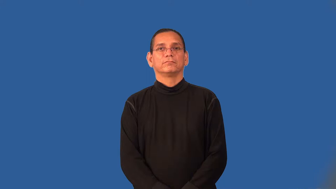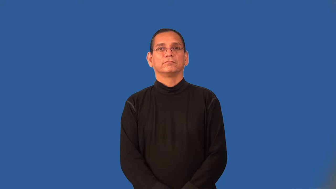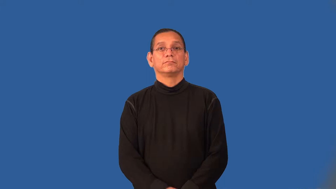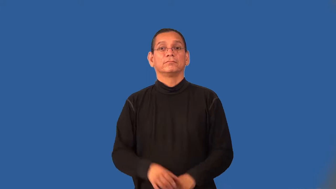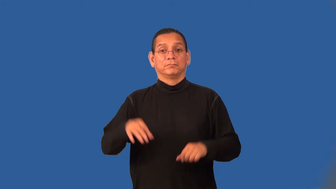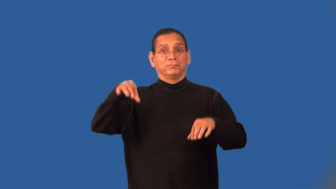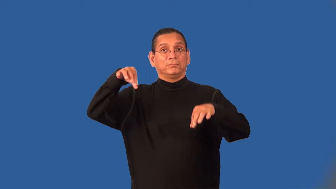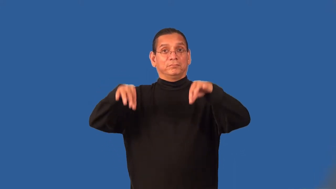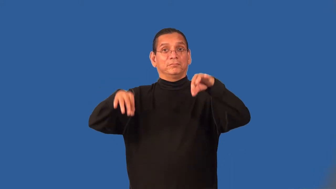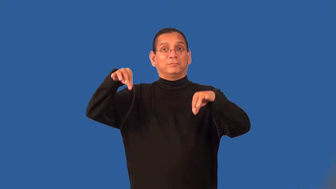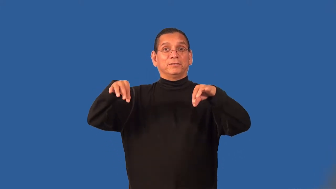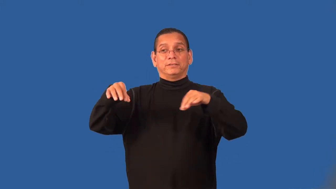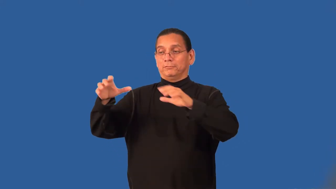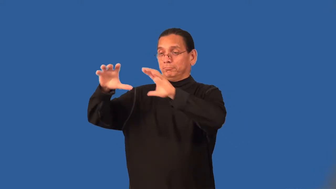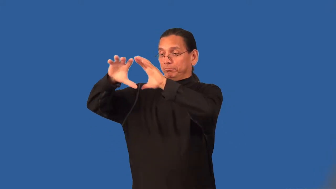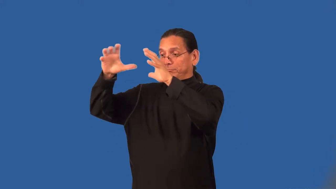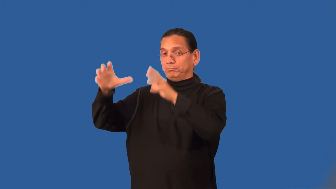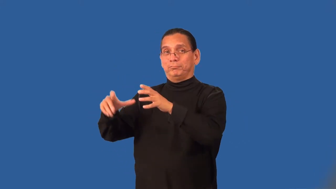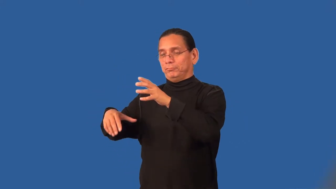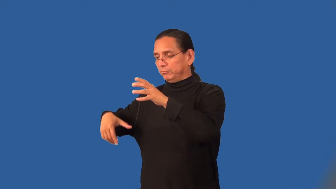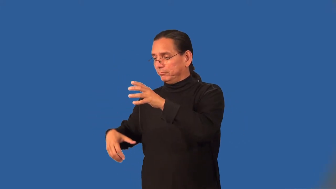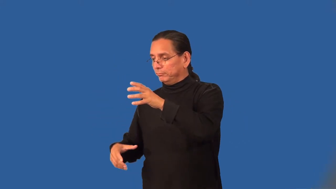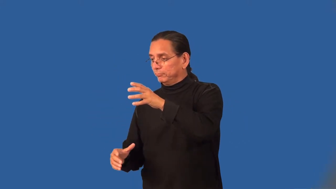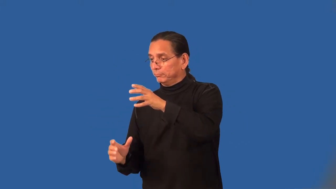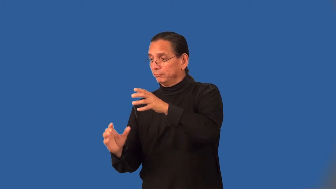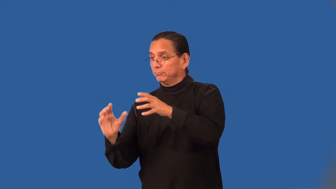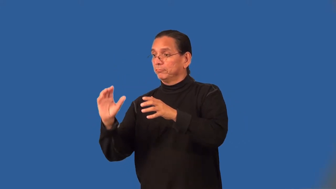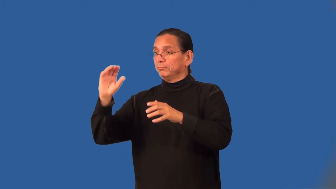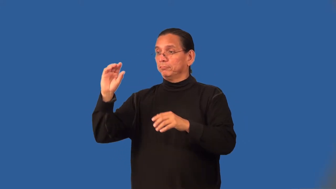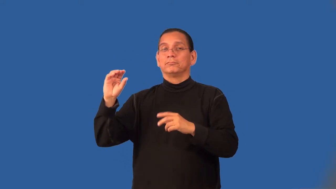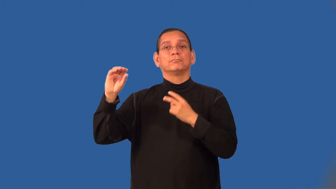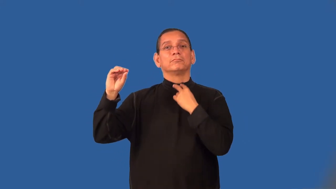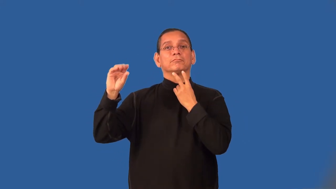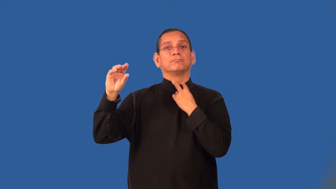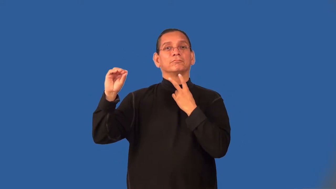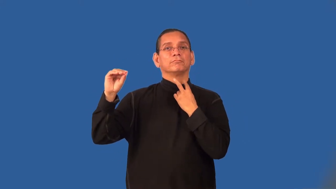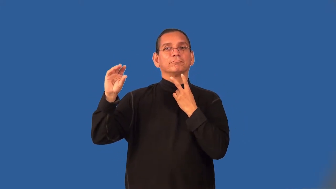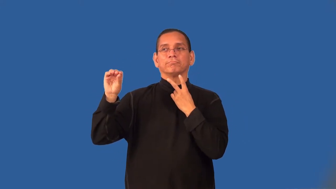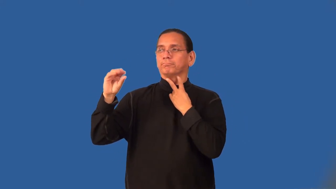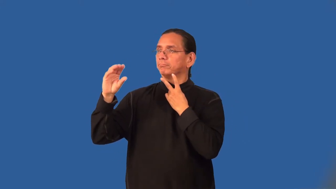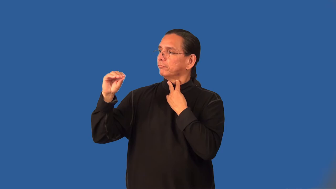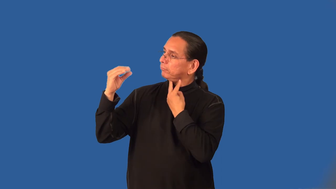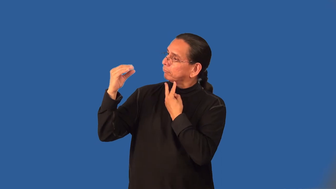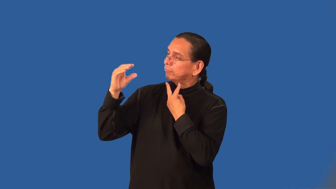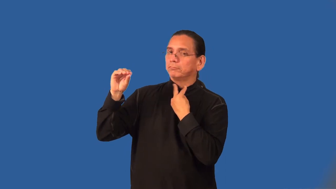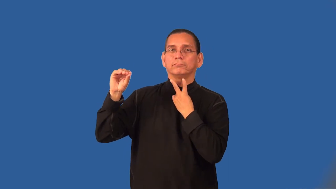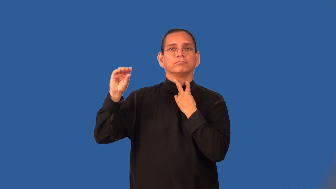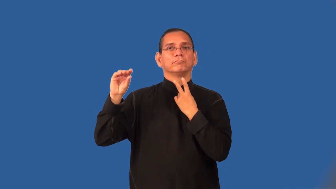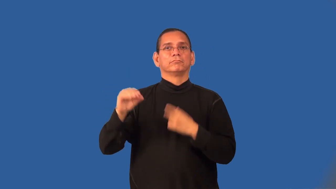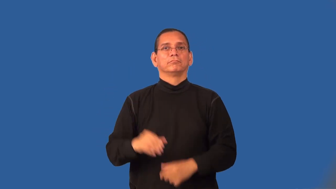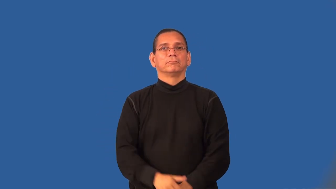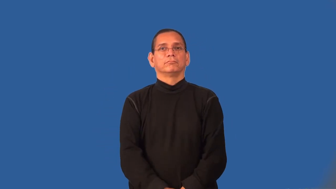ventriloquism